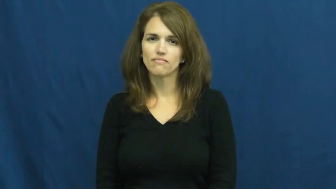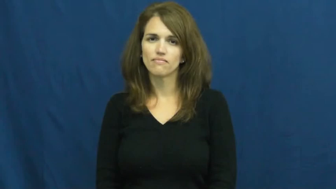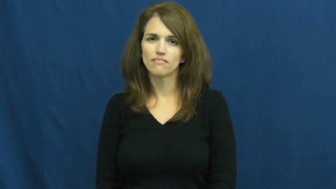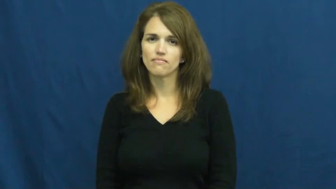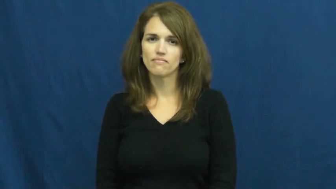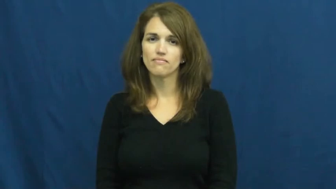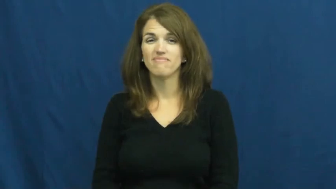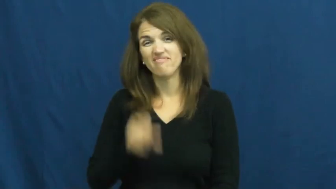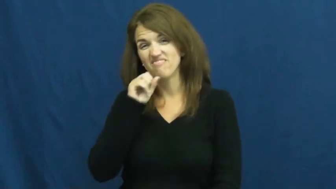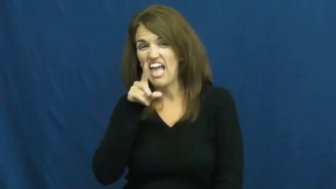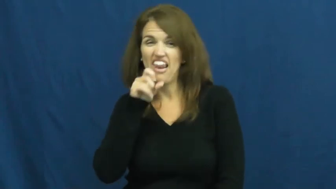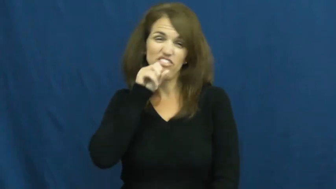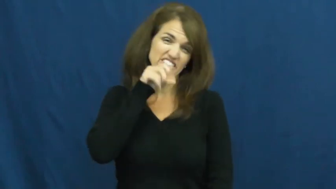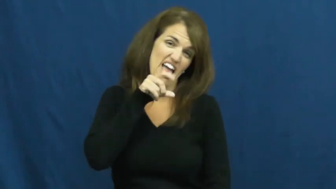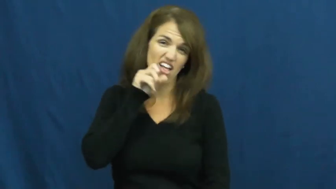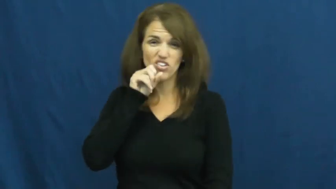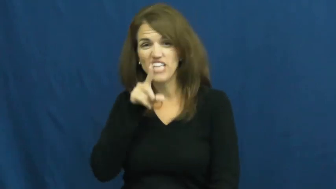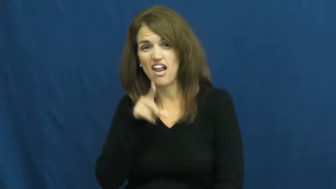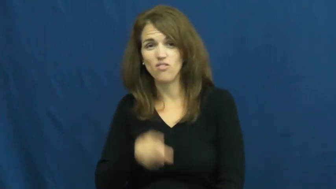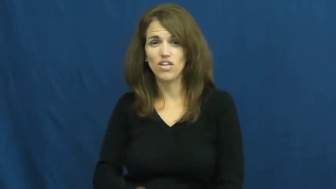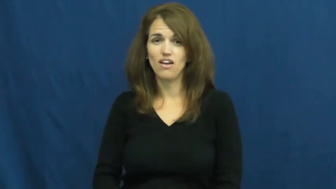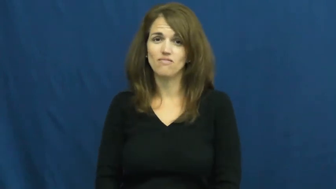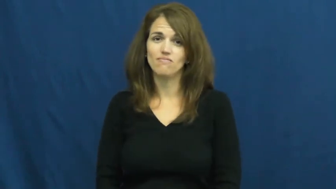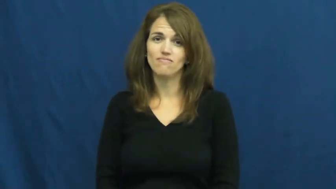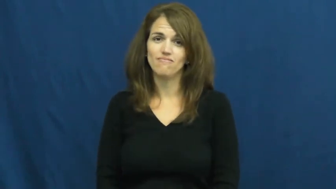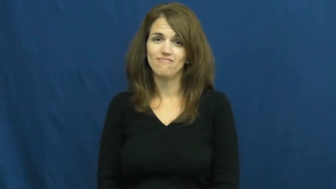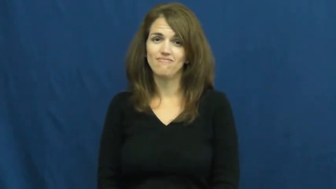tattle,snitch on,snitch,tell on,inform on,squeal,fink,blab,blabbermouth